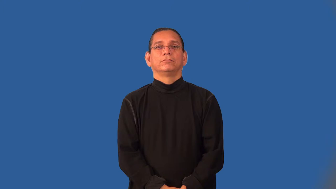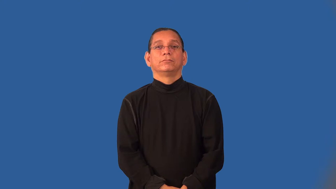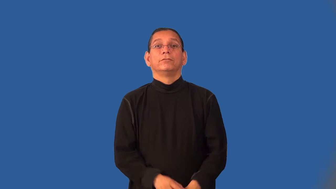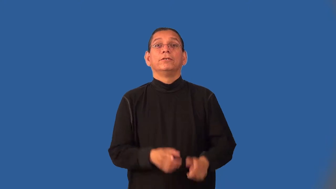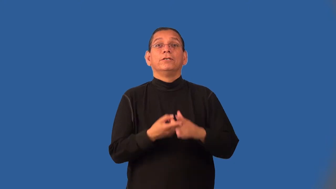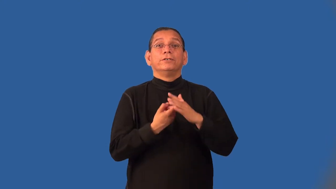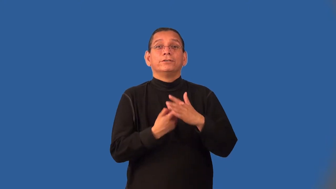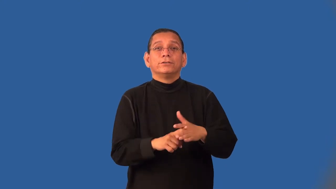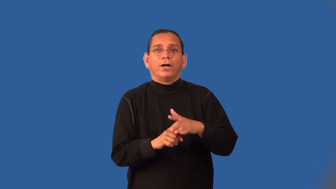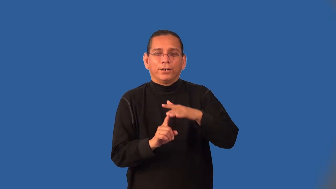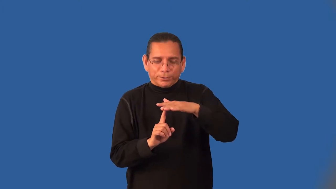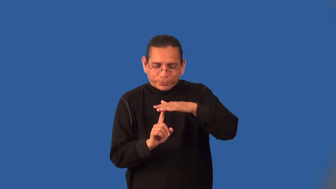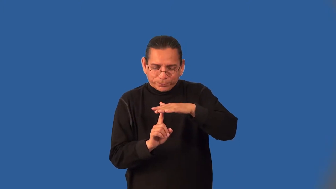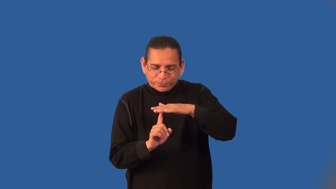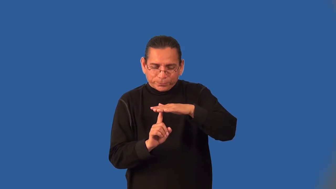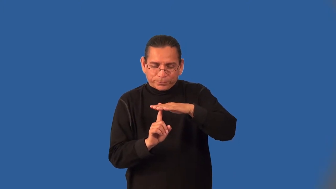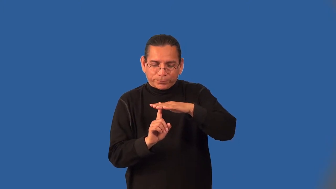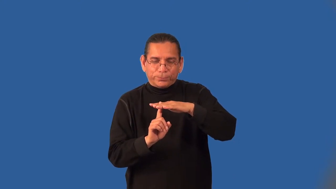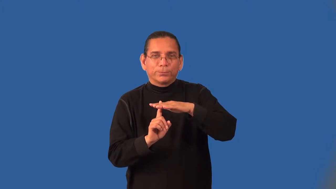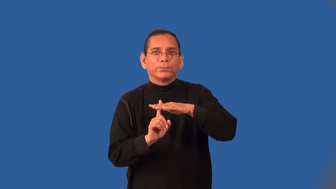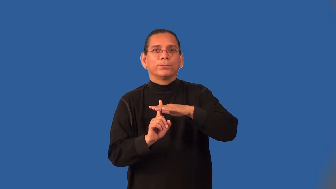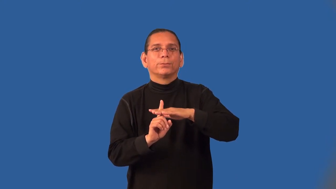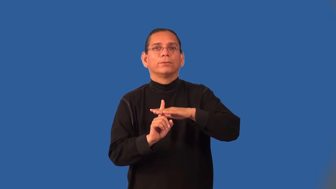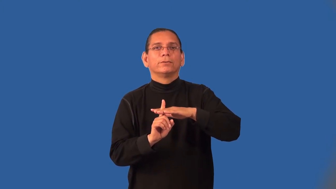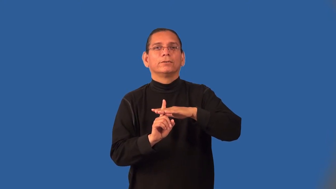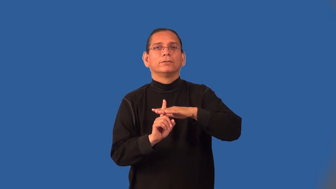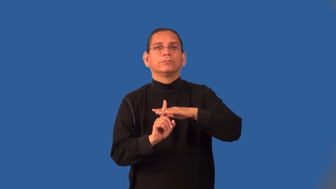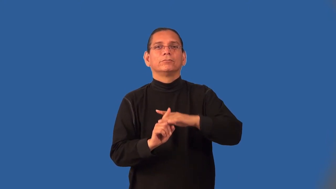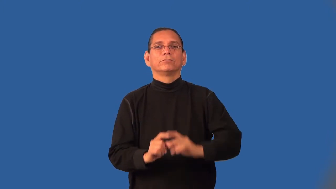incipient